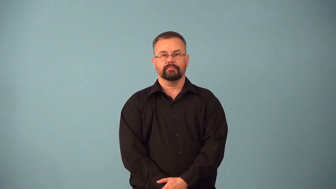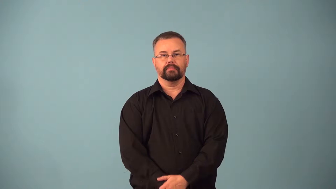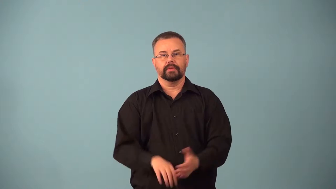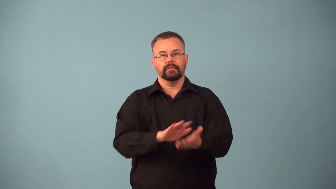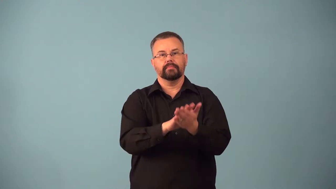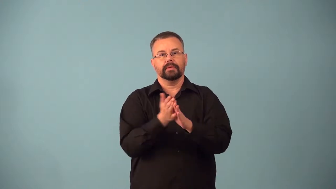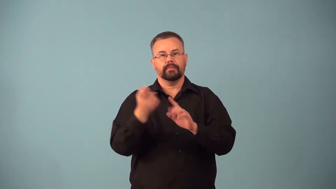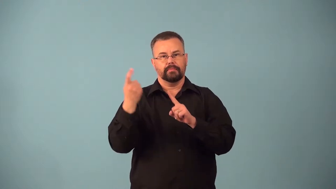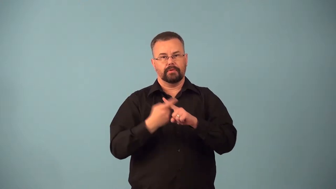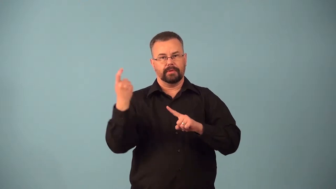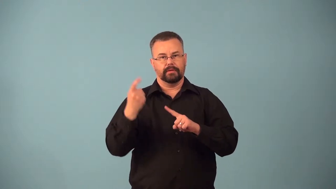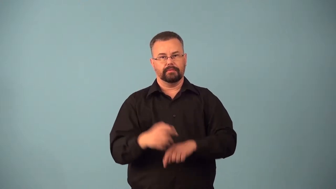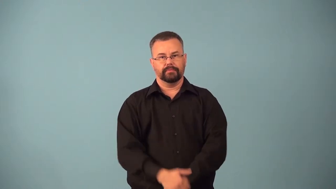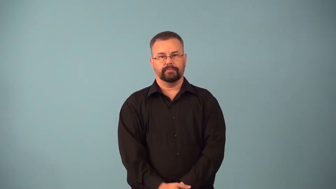automate